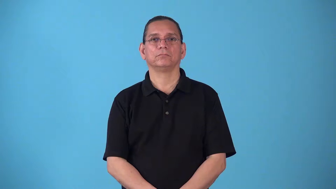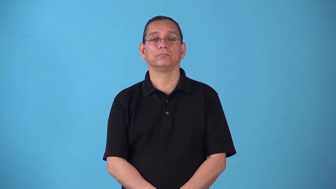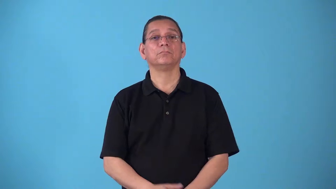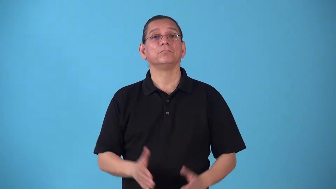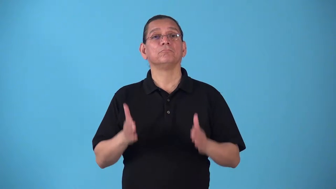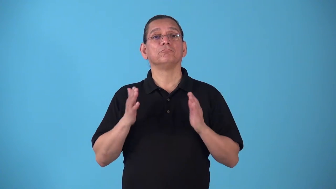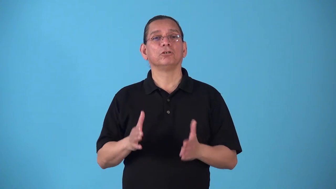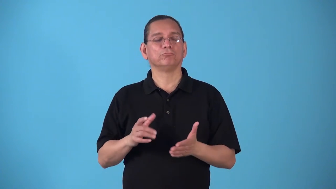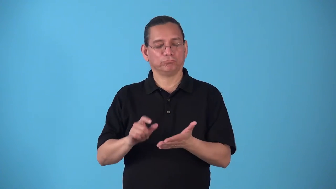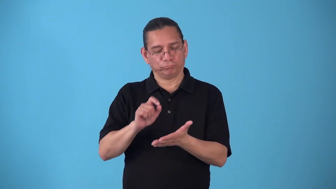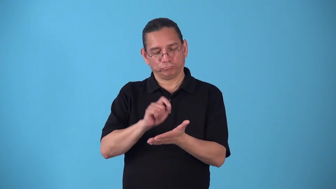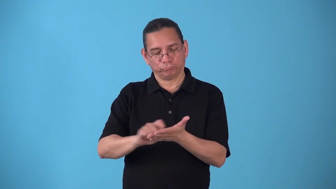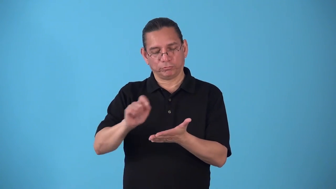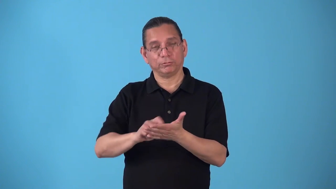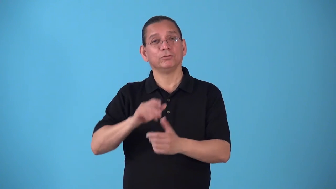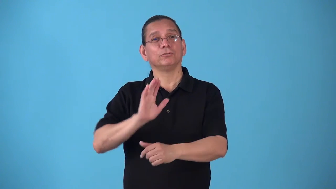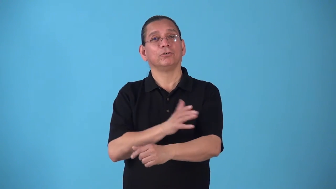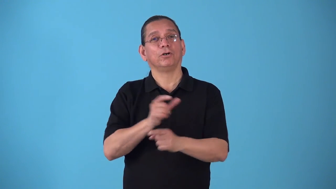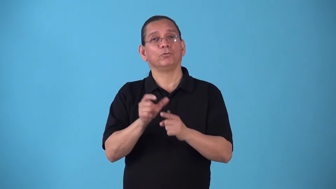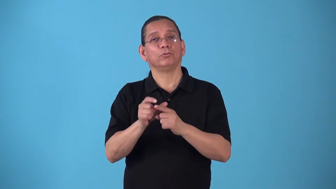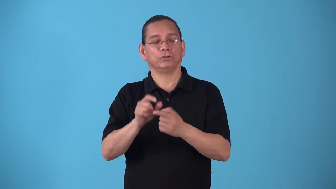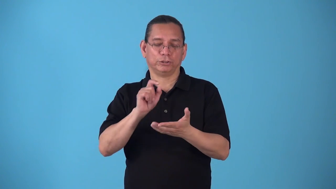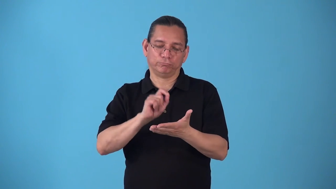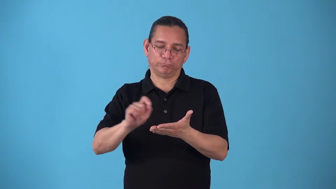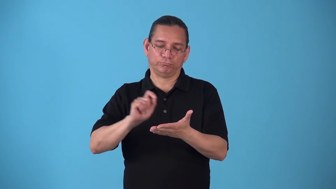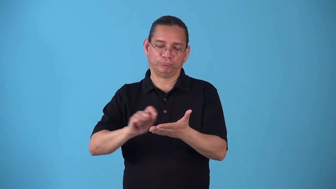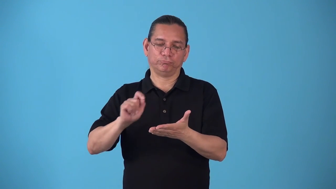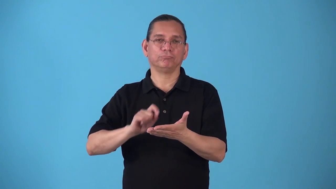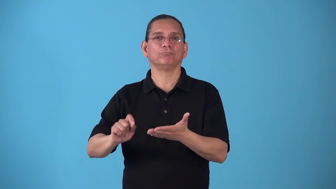songwriter,composer